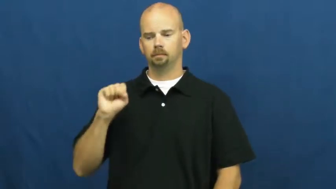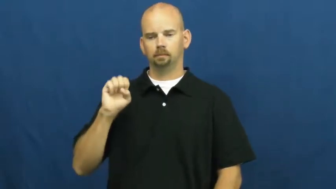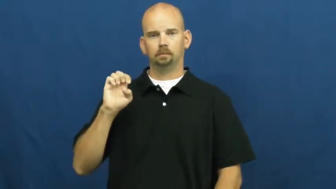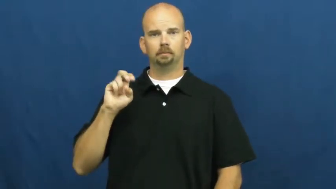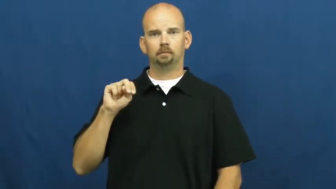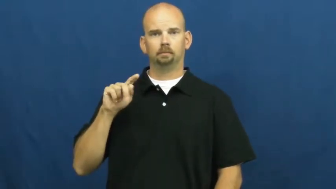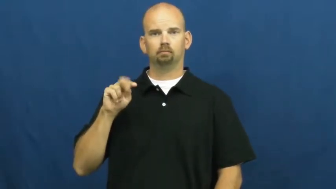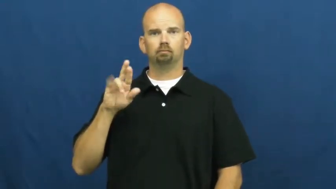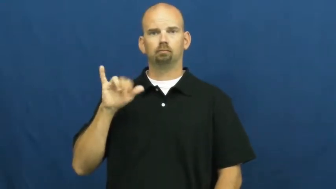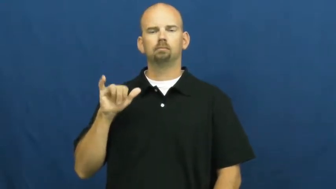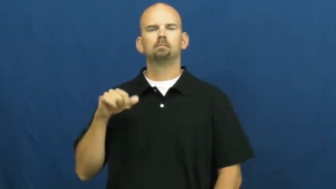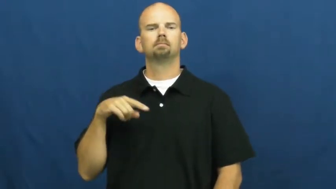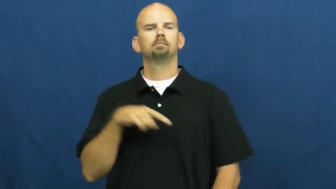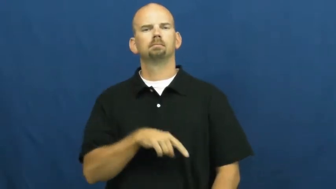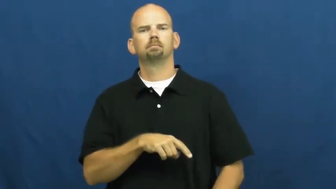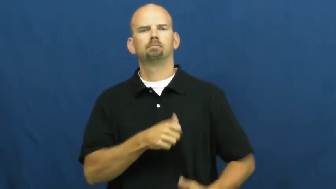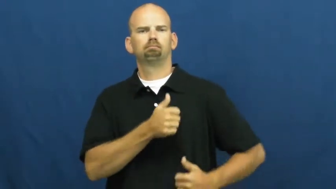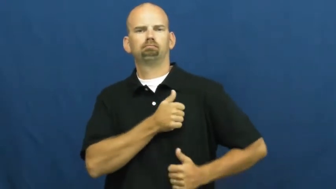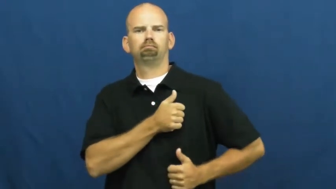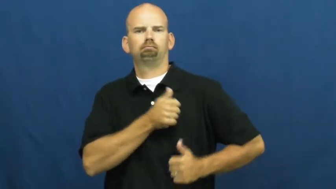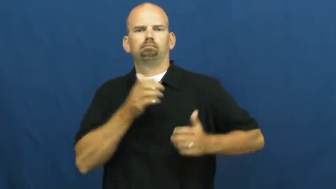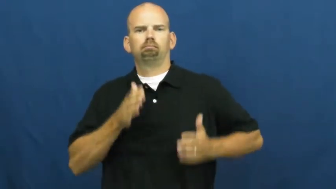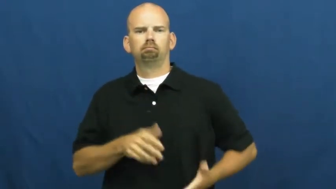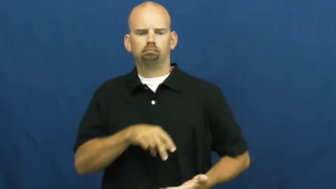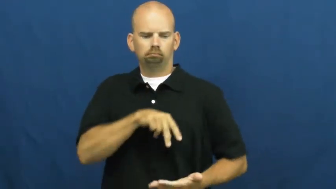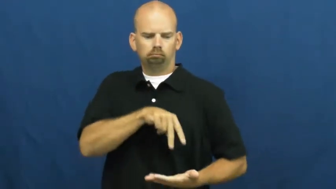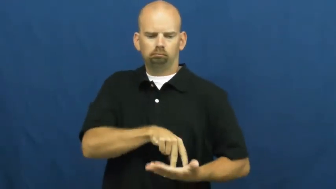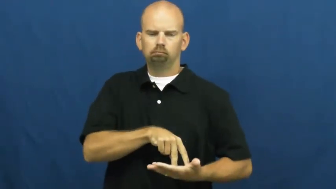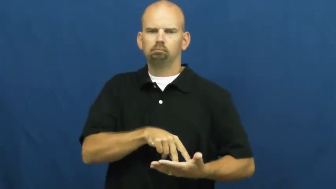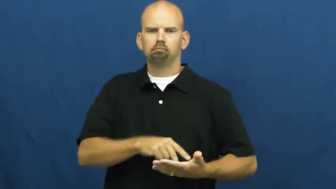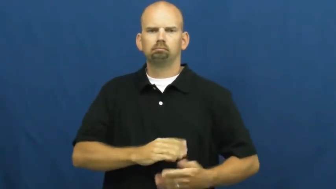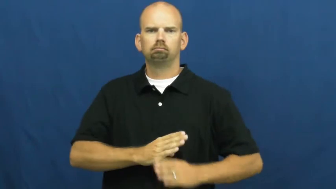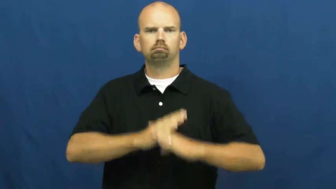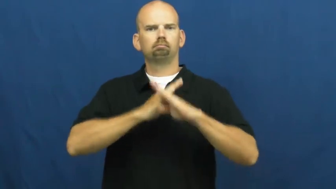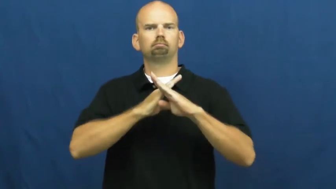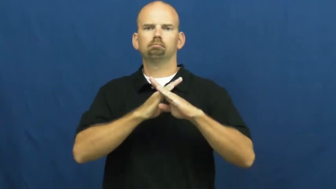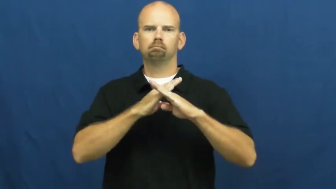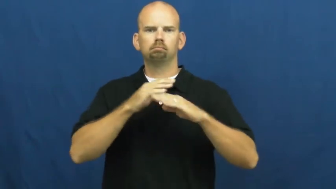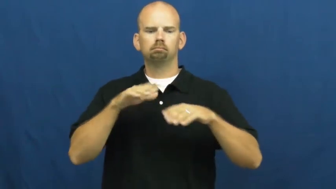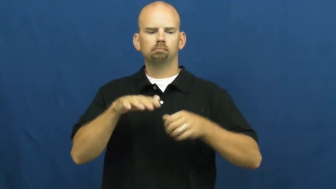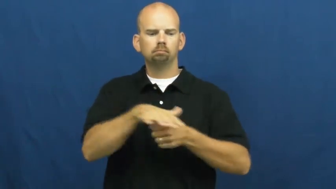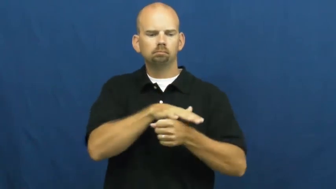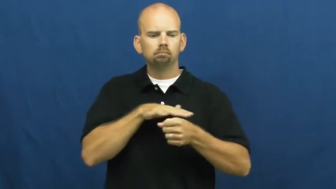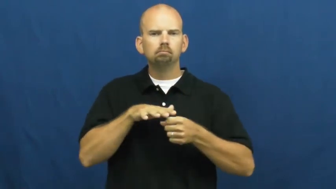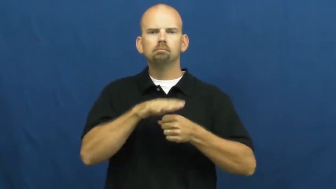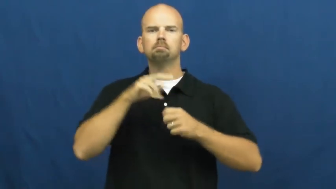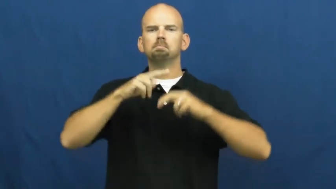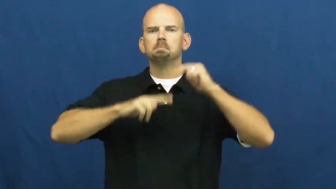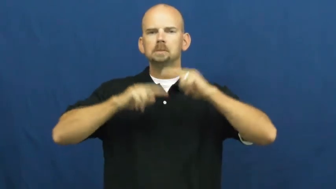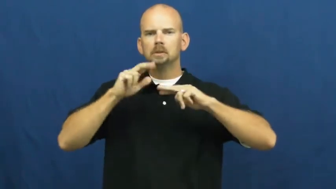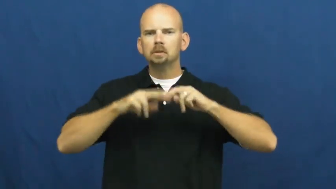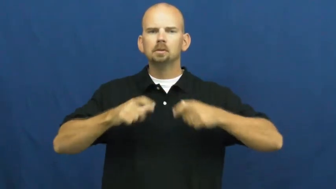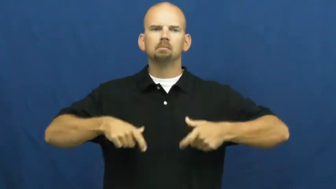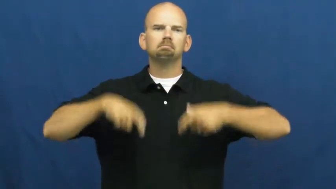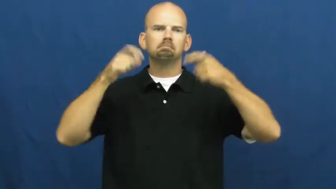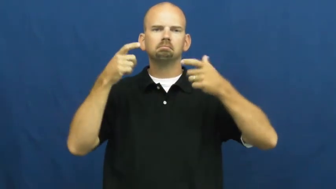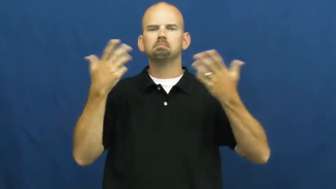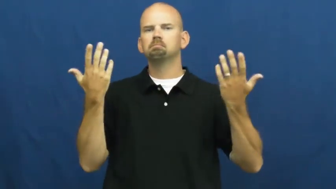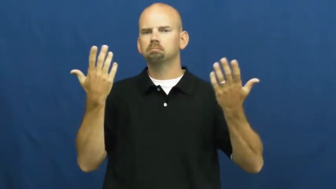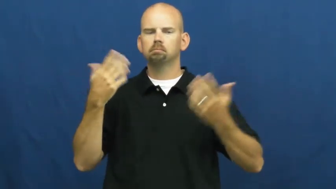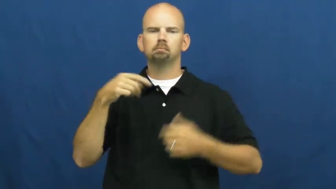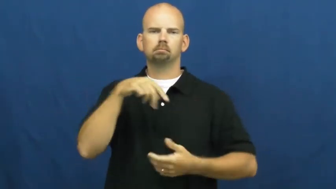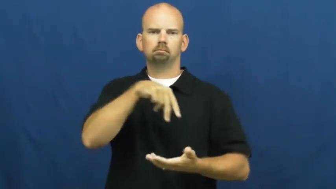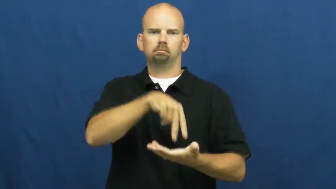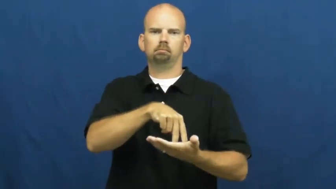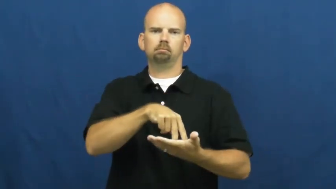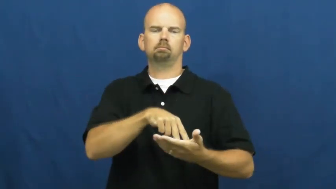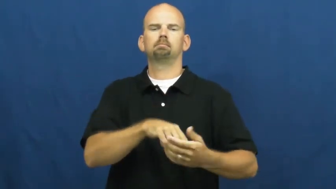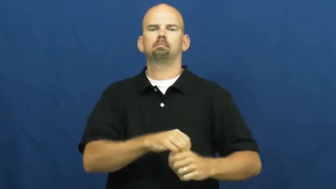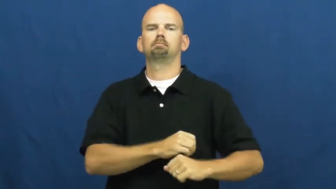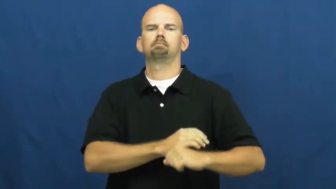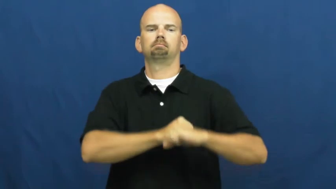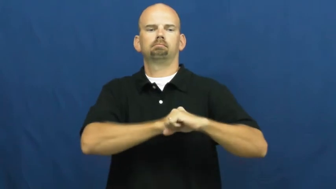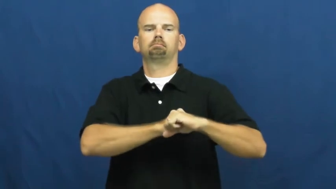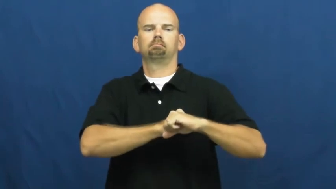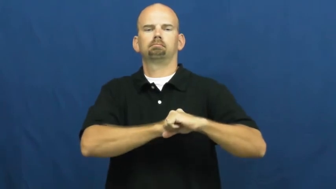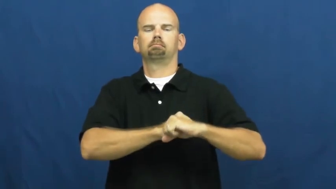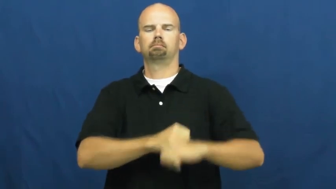sentry